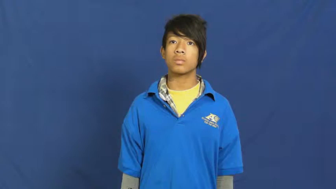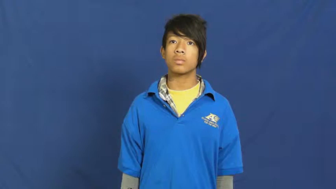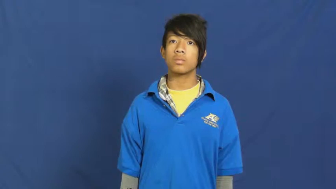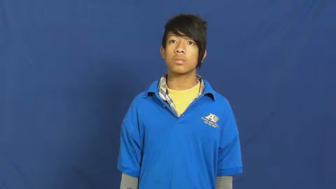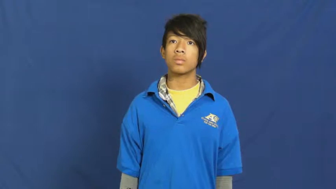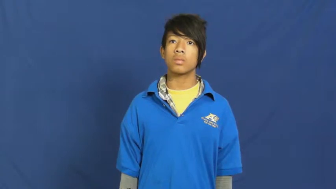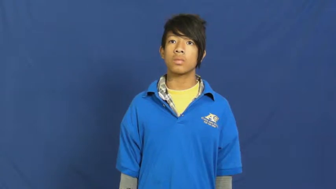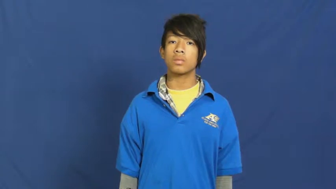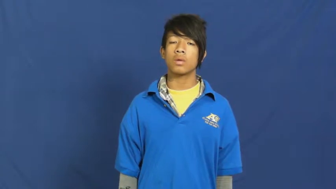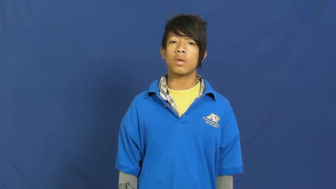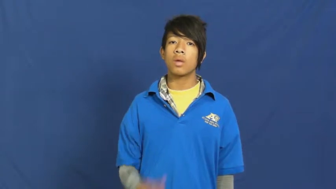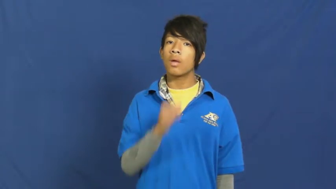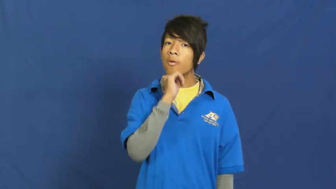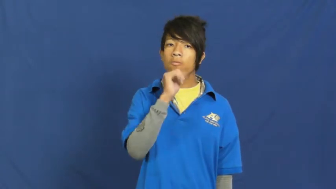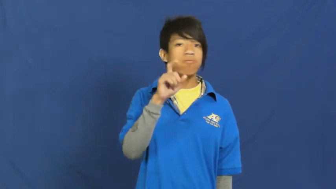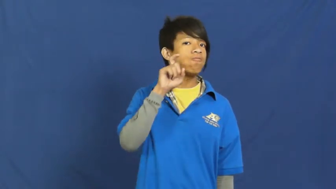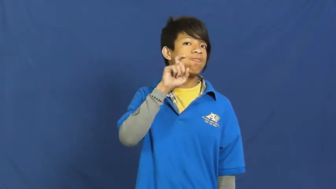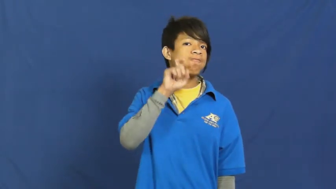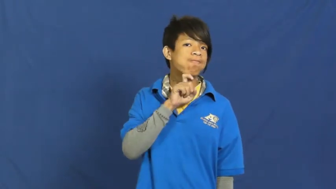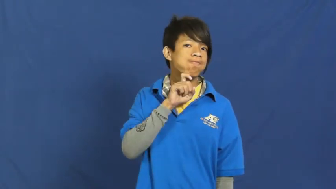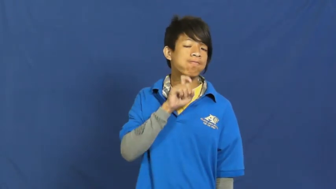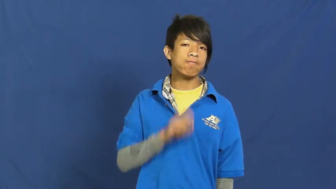unshaven